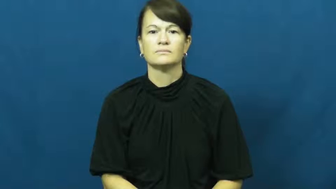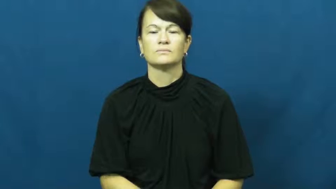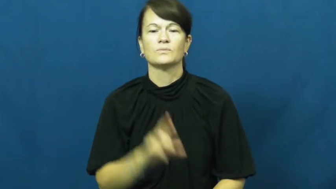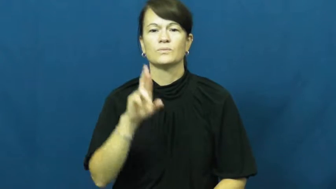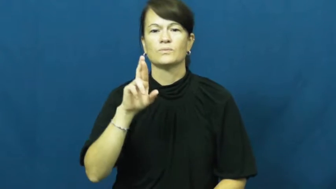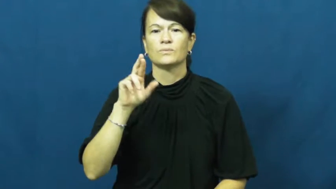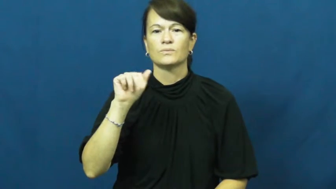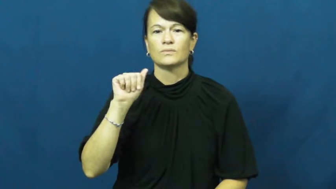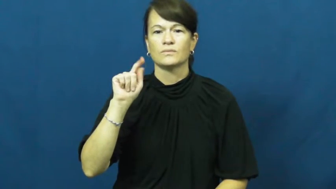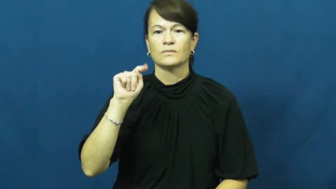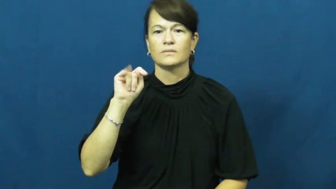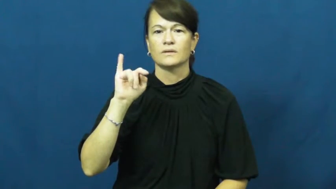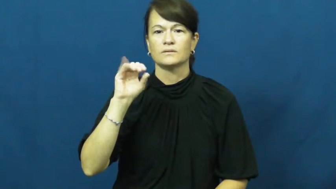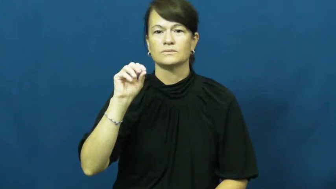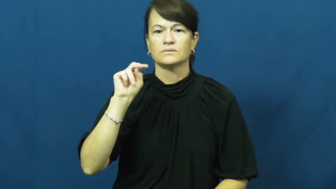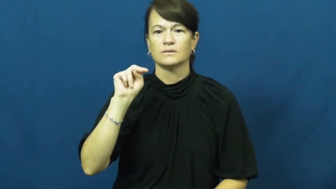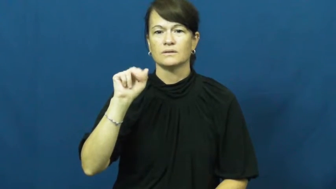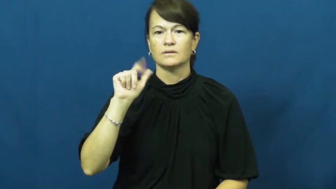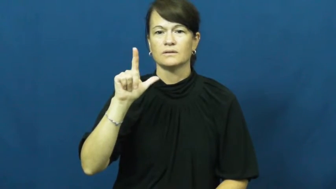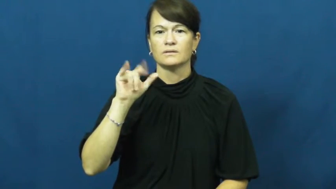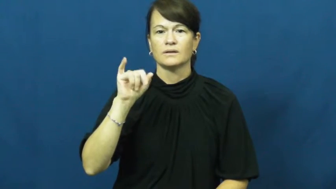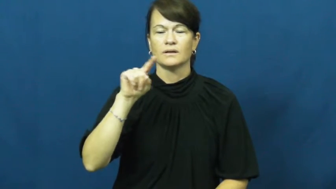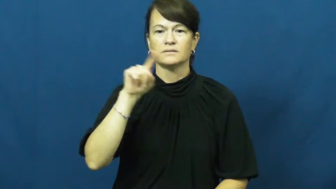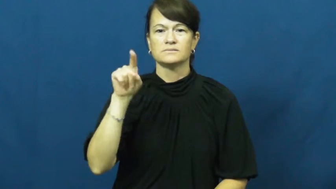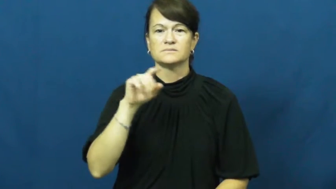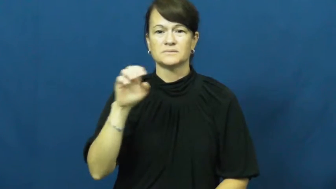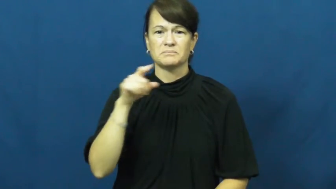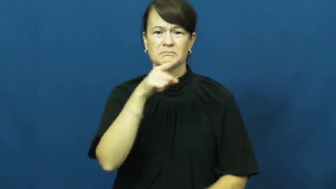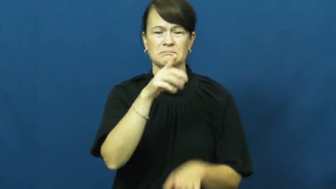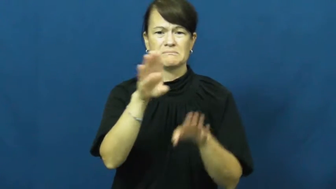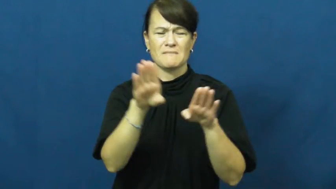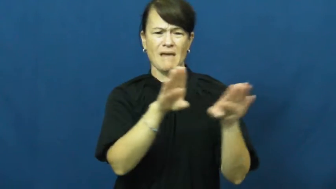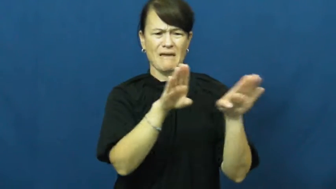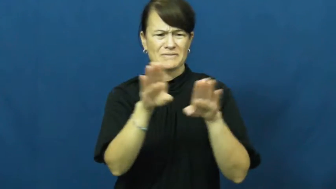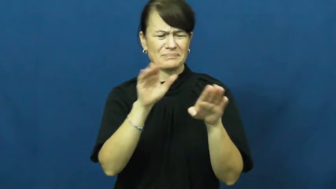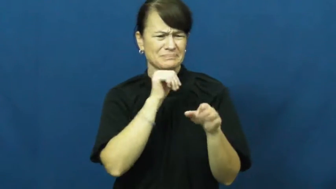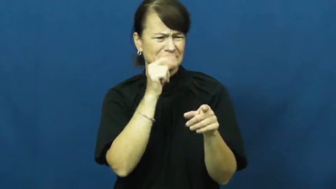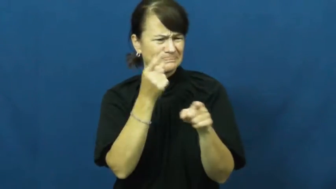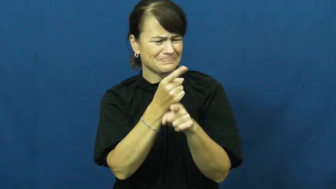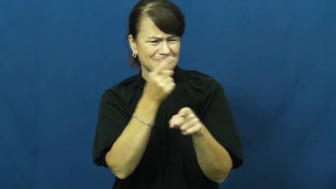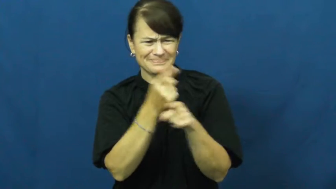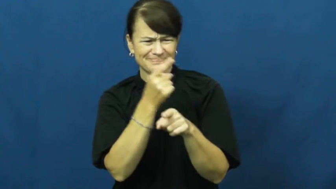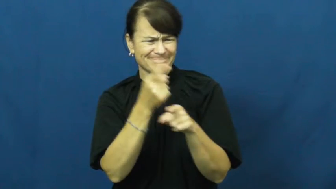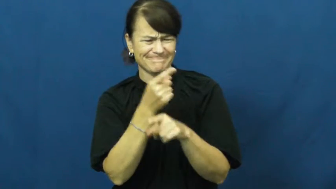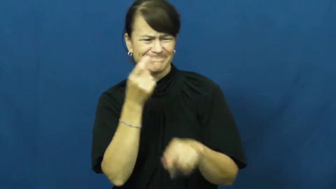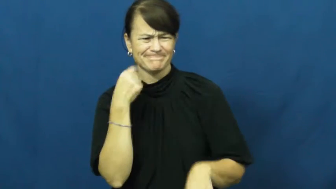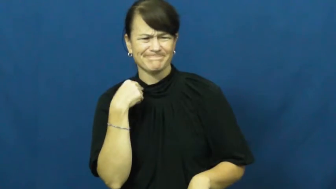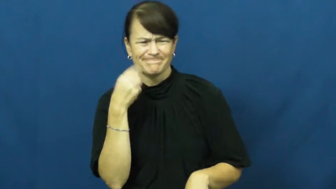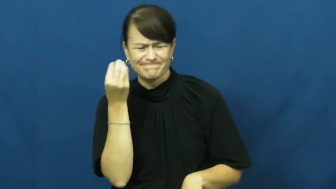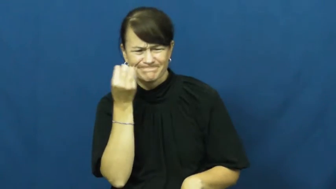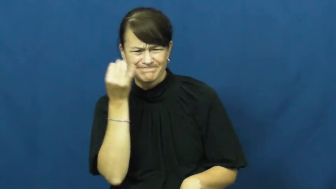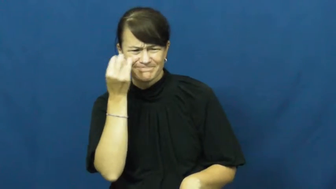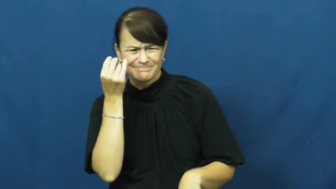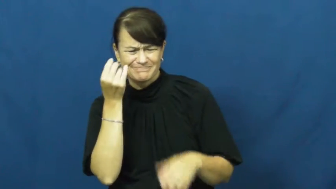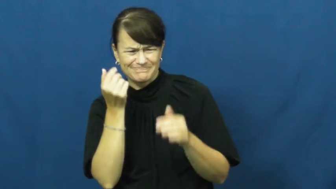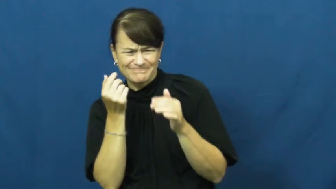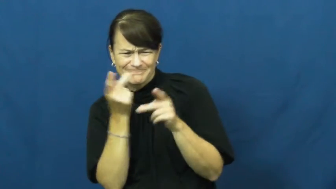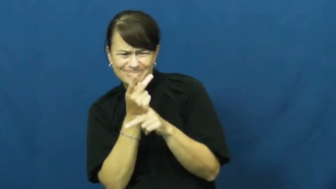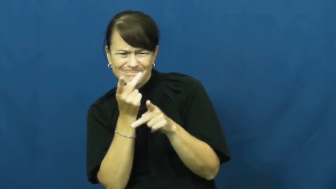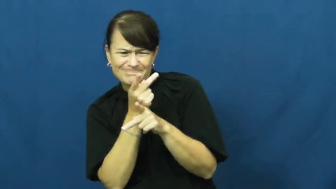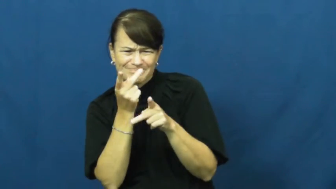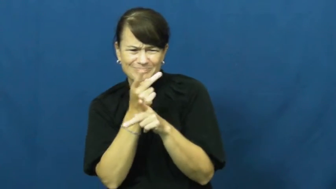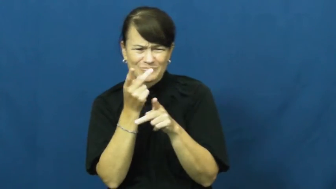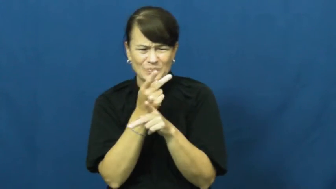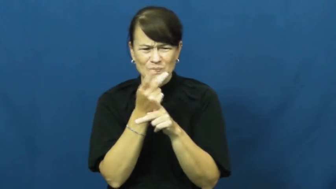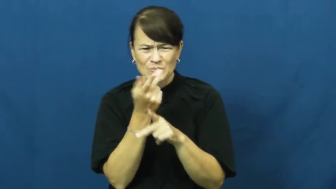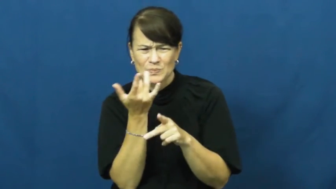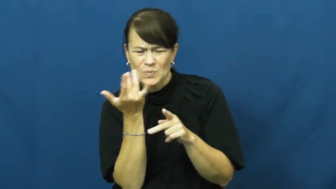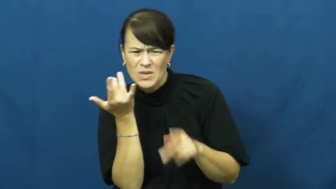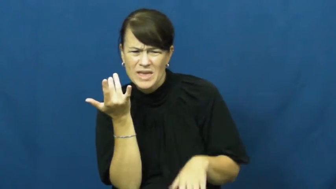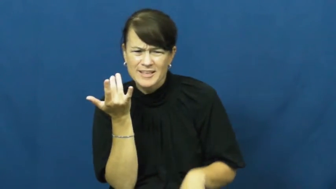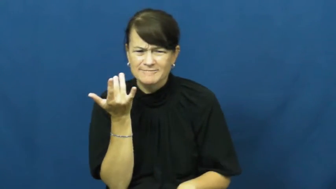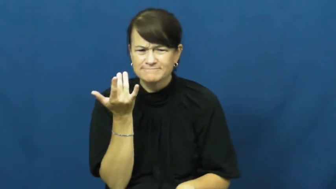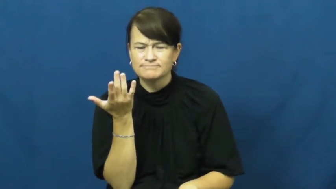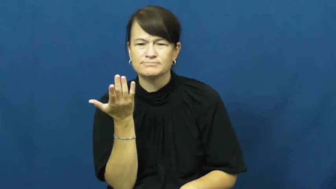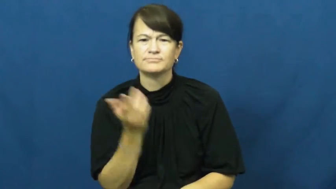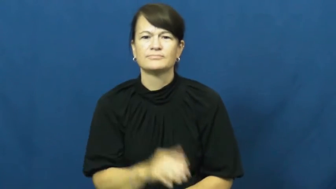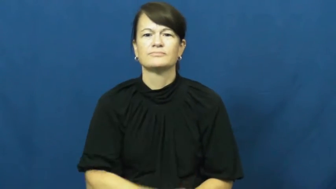rationalize